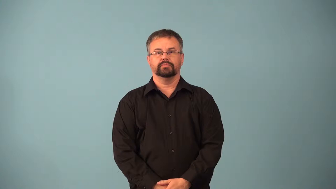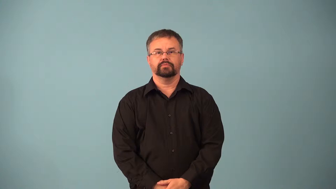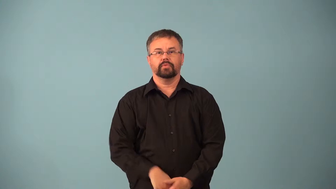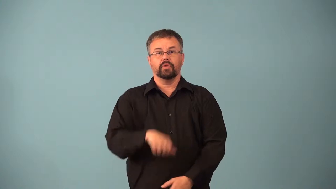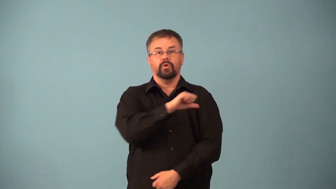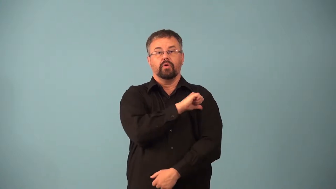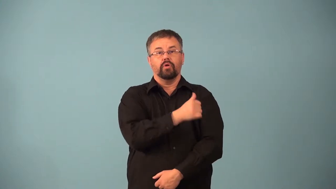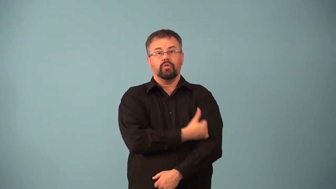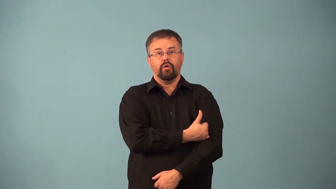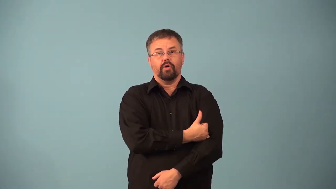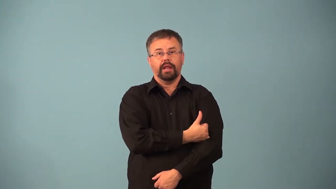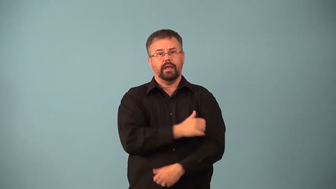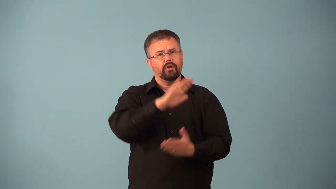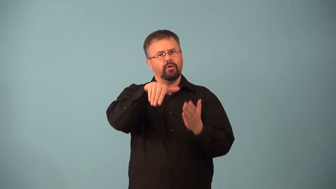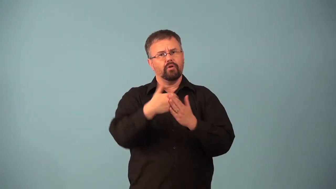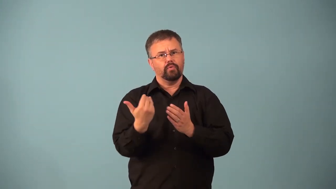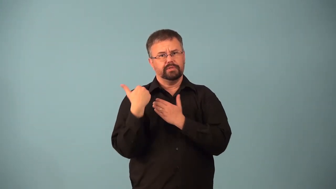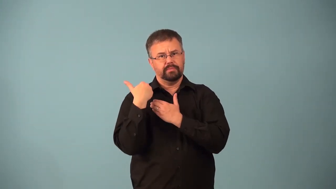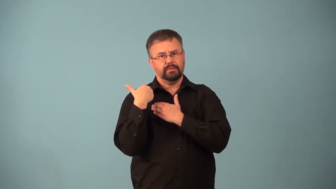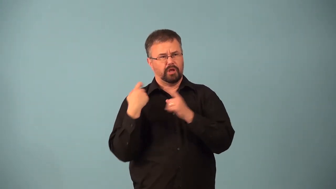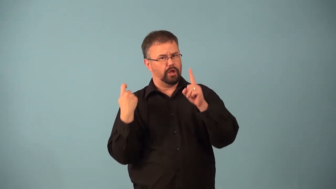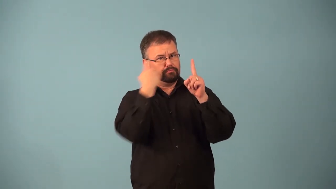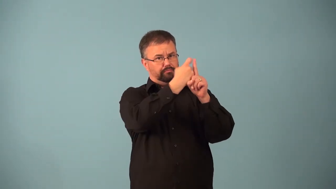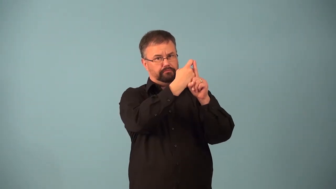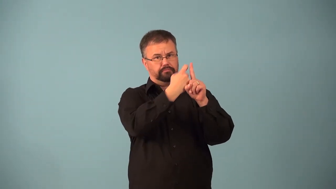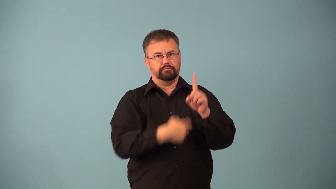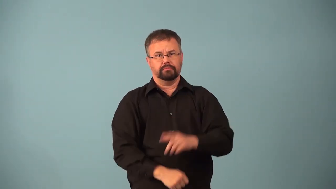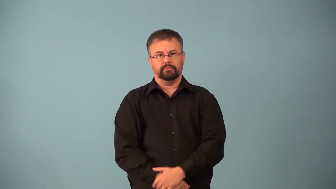absolutism